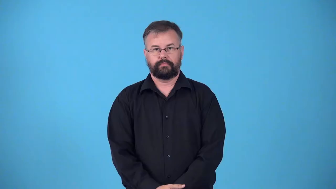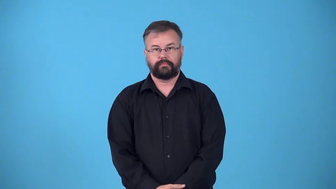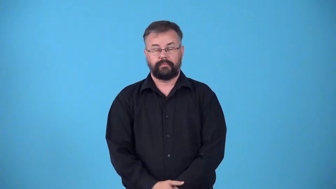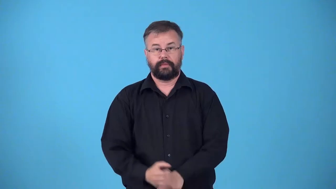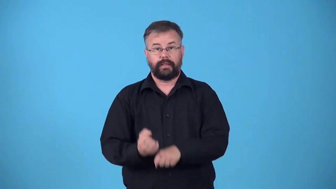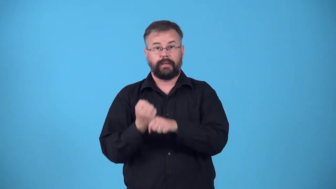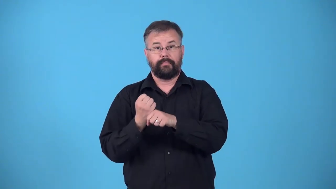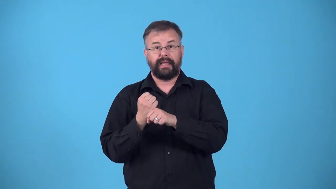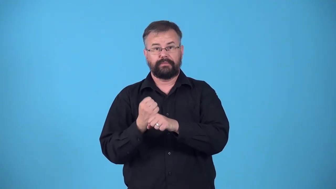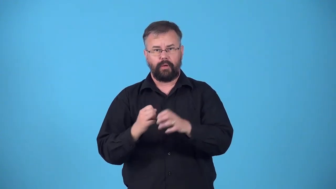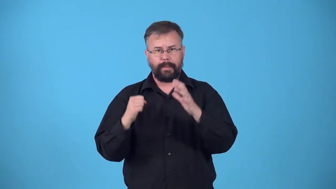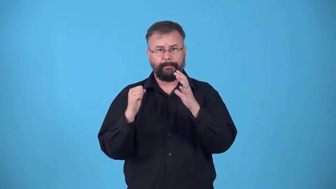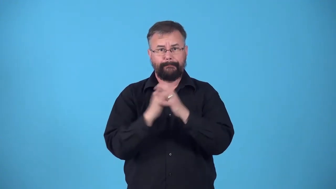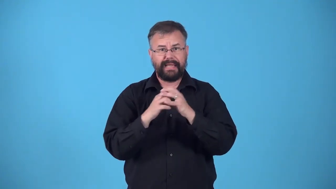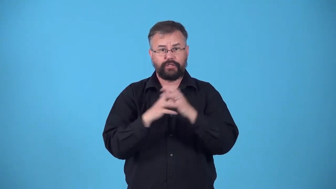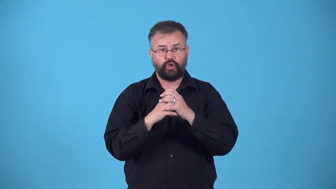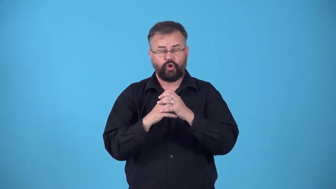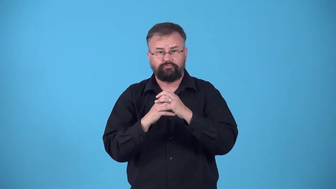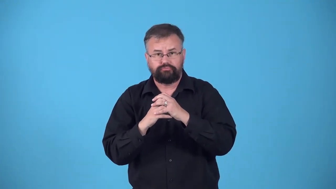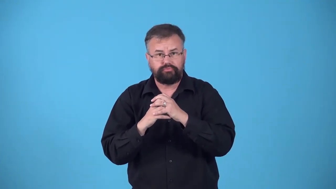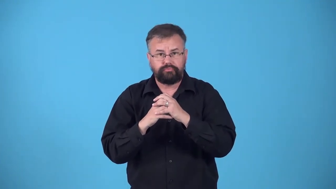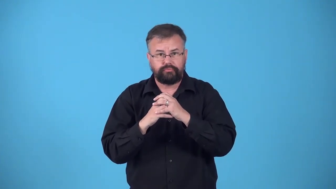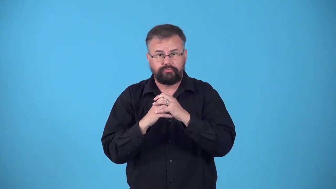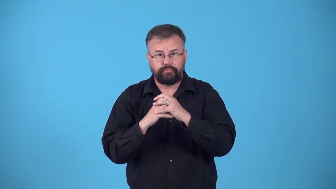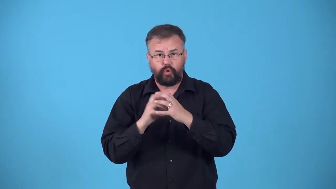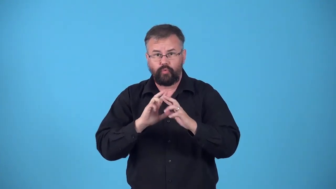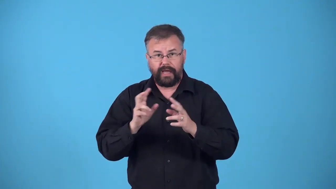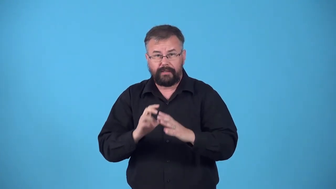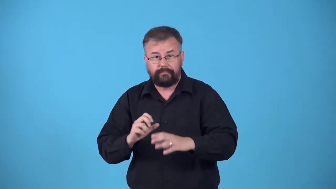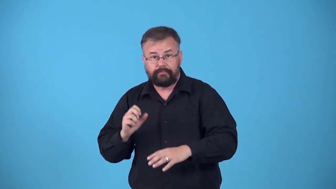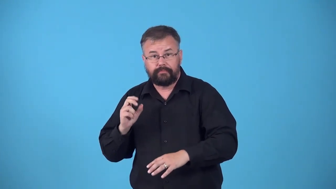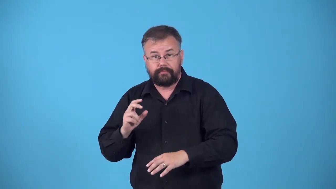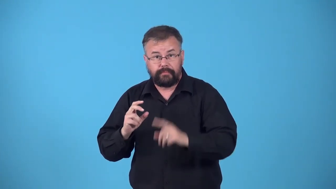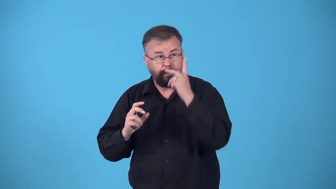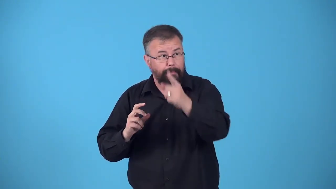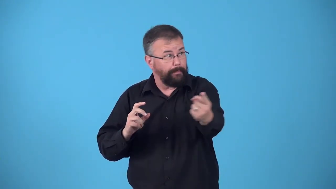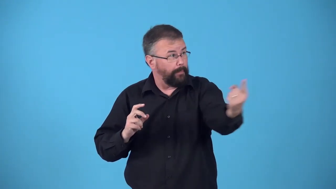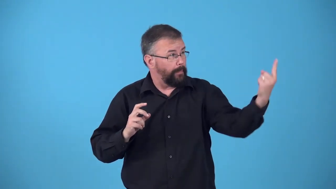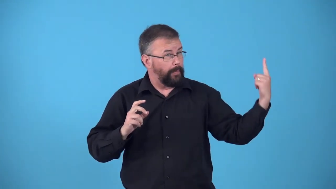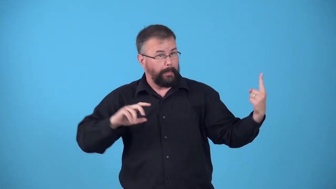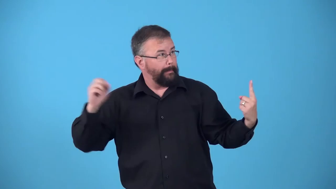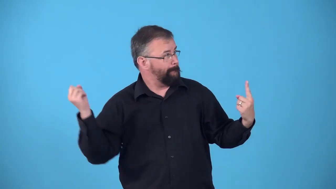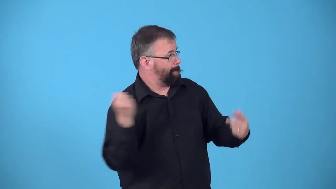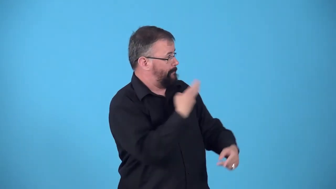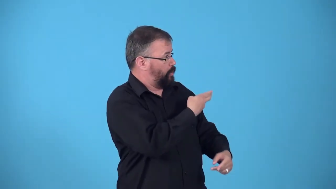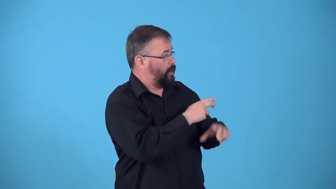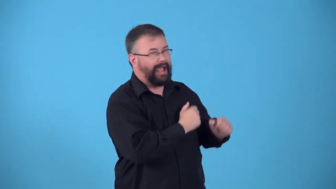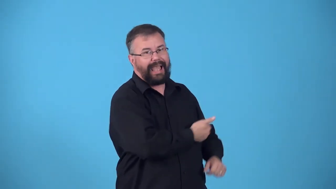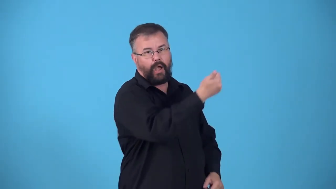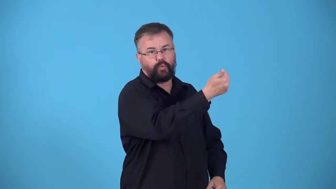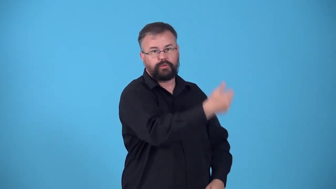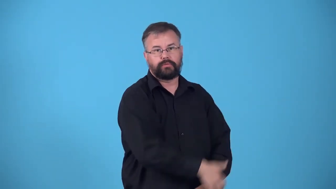pick off-baseball